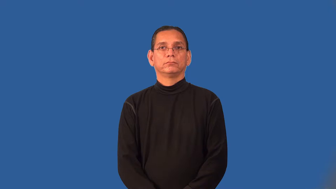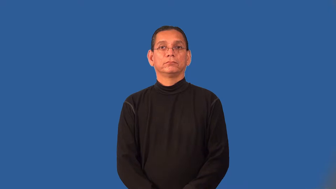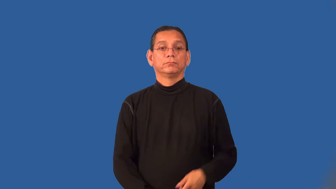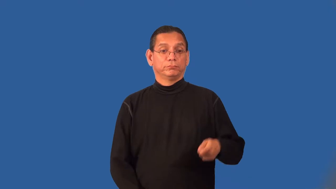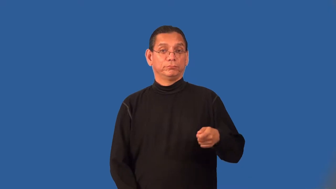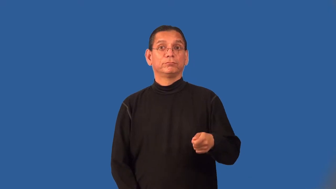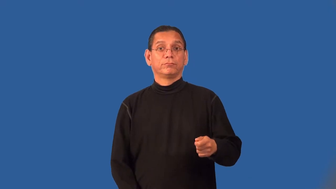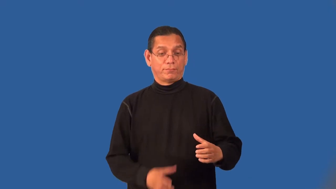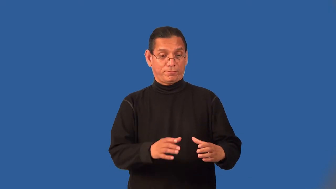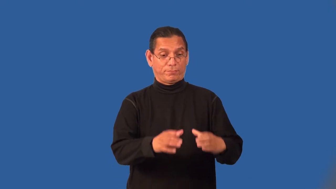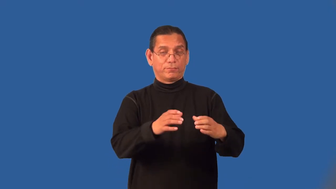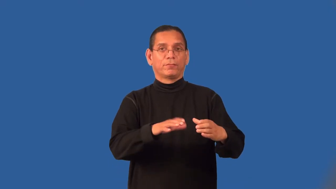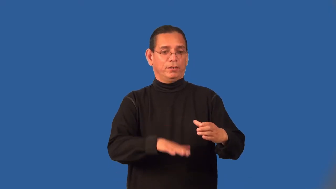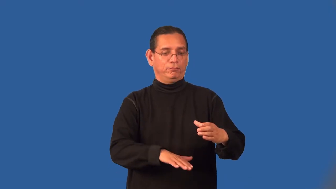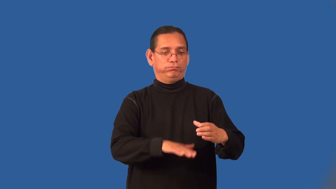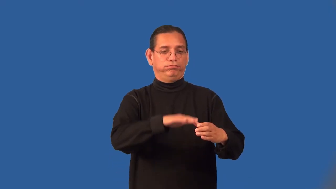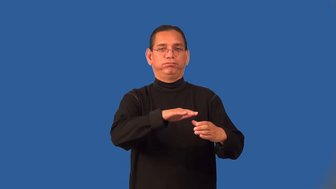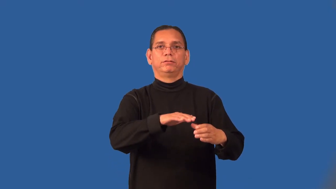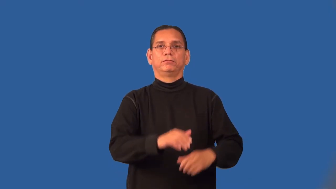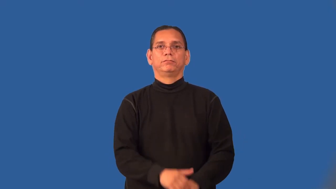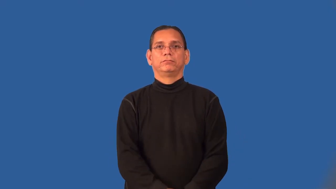potful